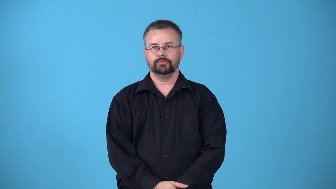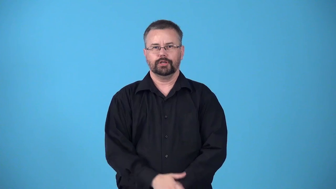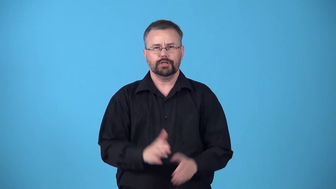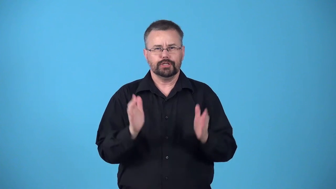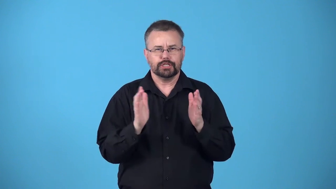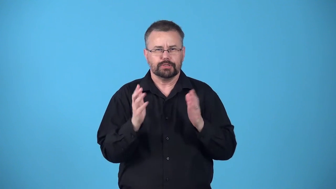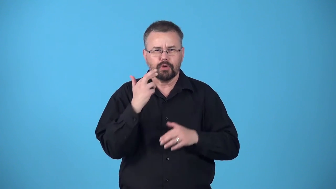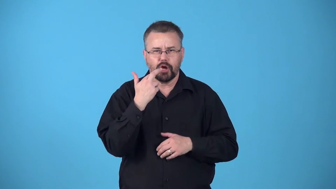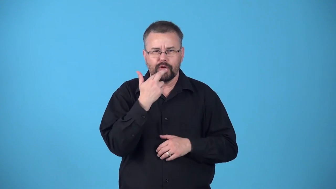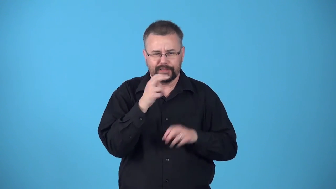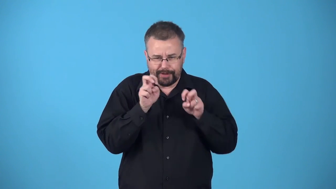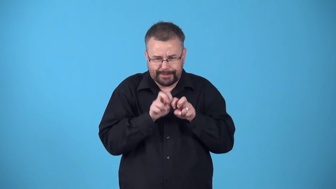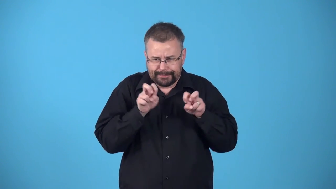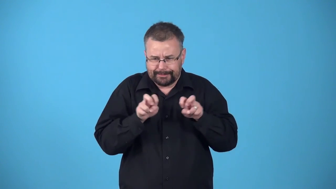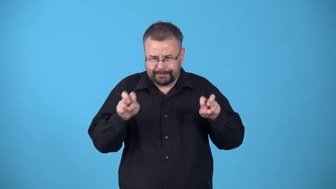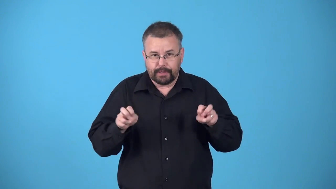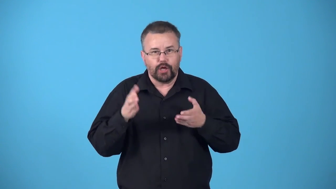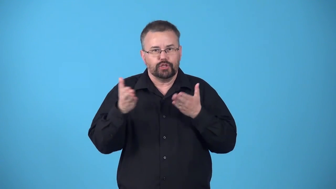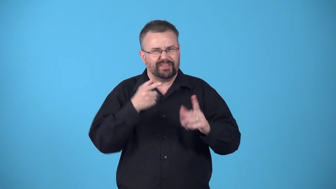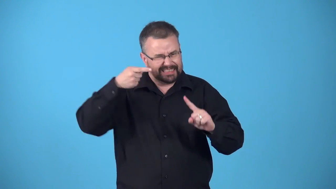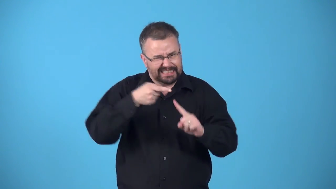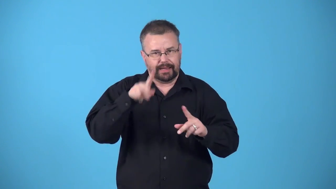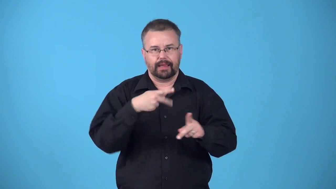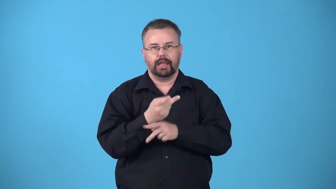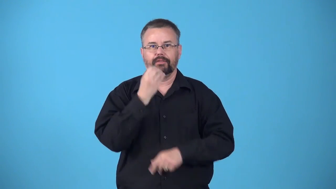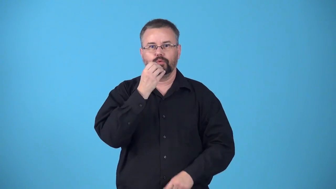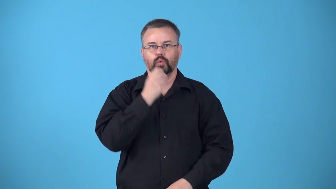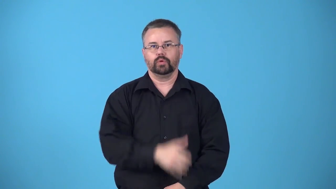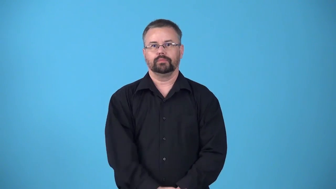bar-small place that serves special type of food